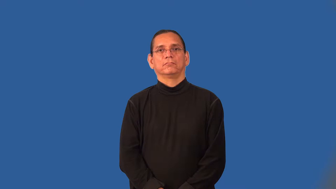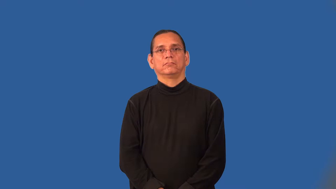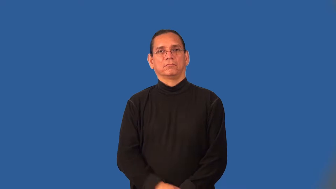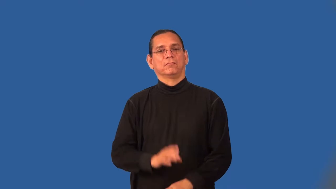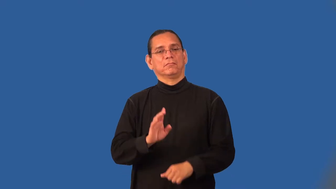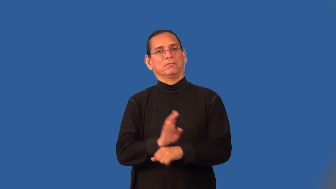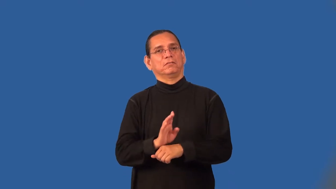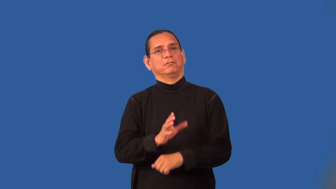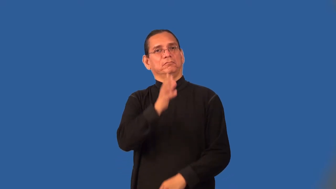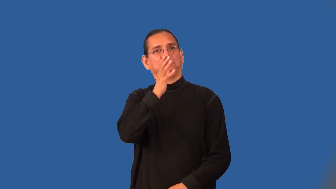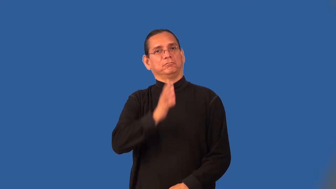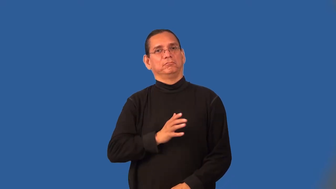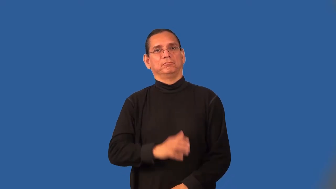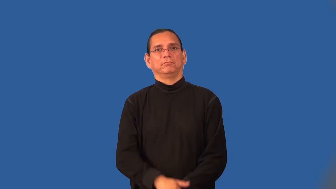businesswoman